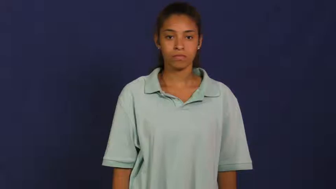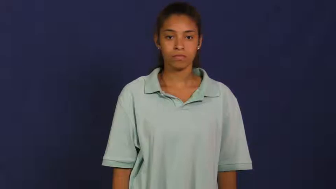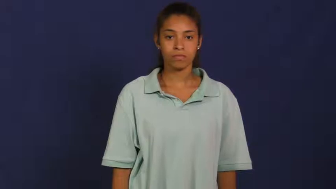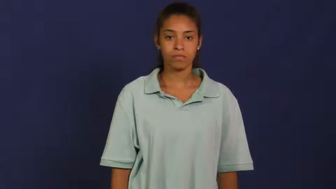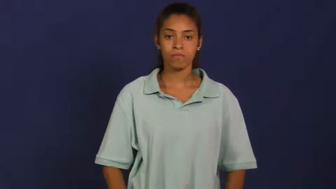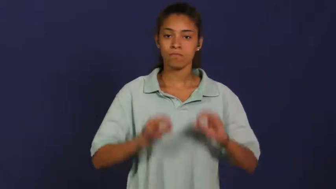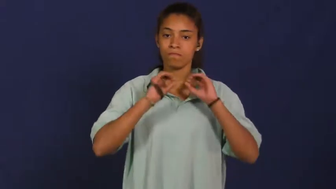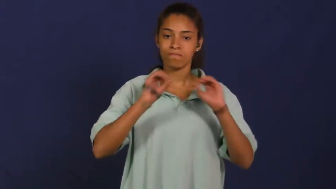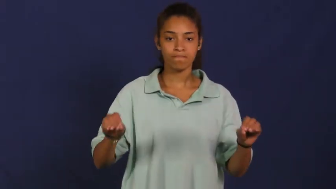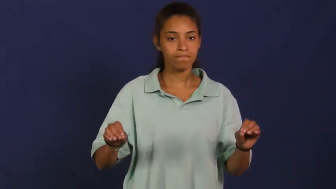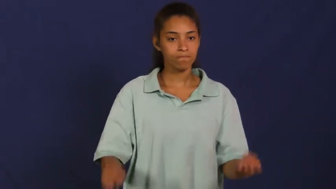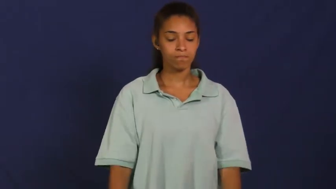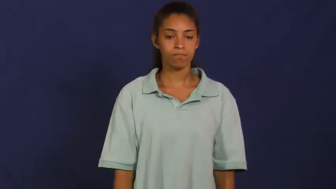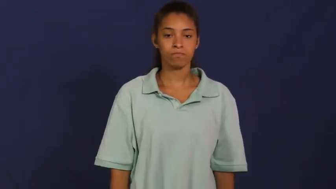nothing,none,nil,nary,null